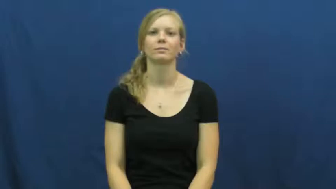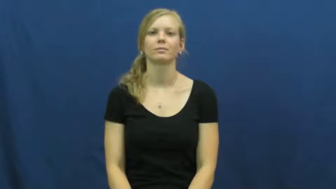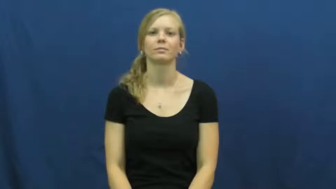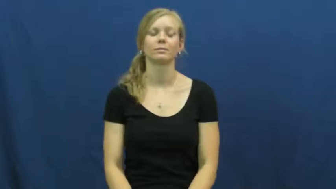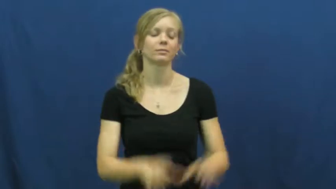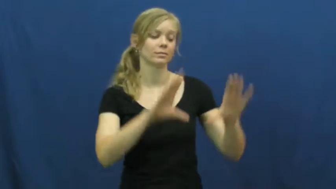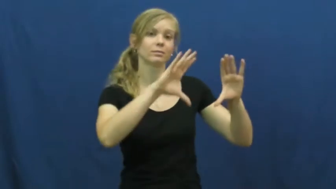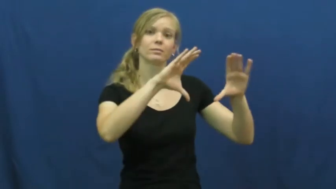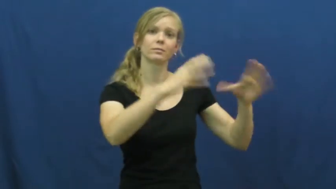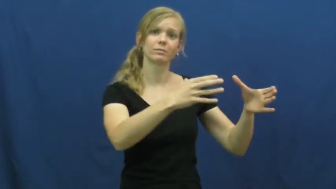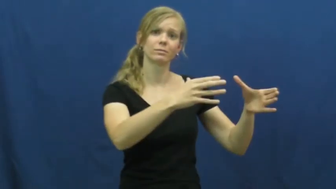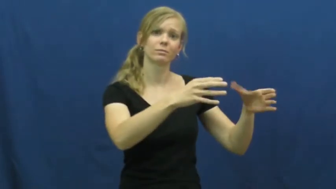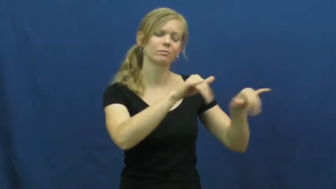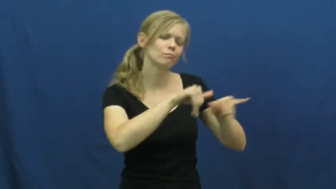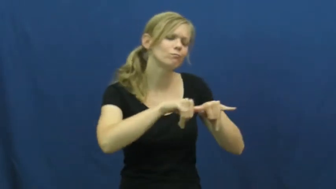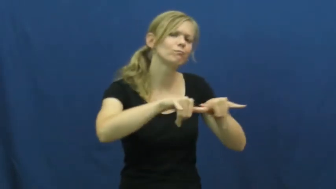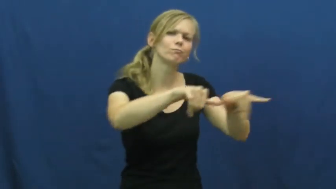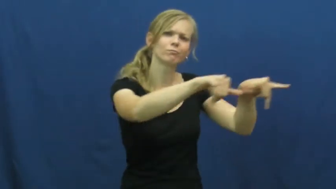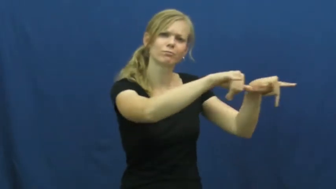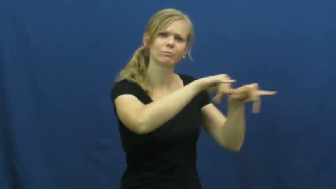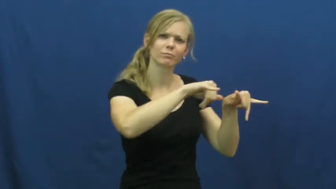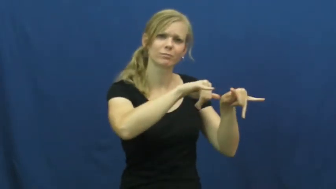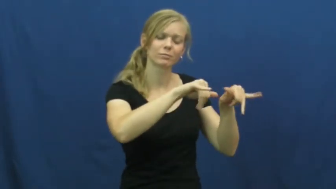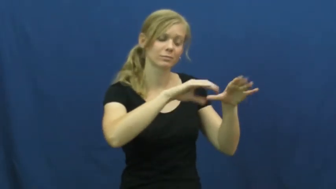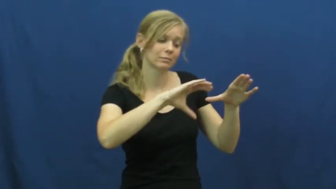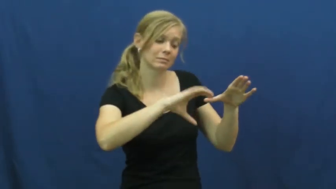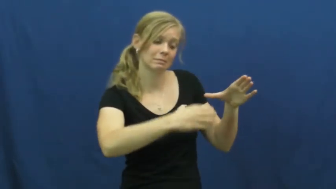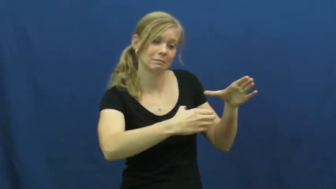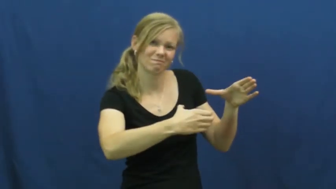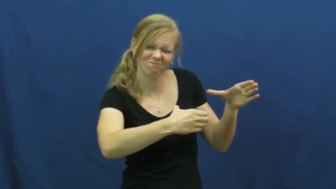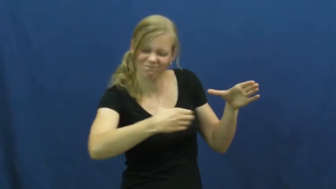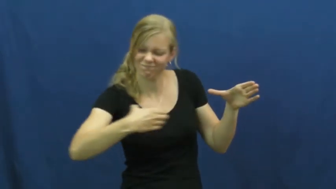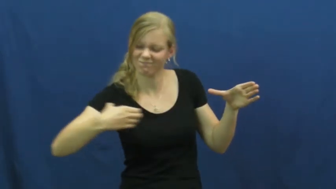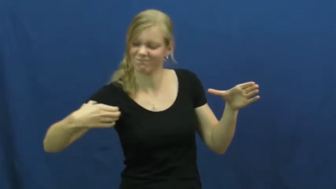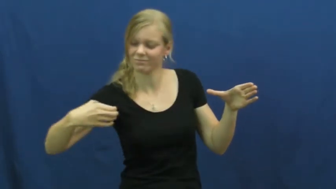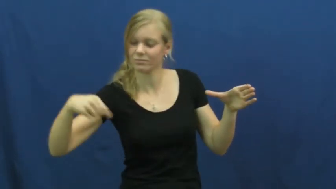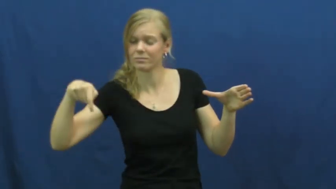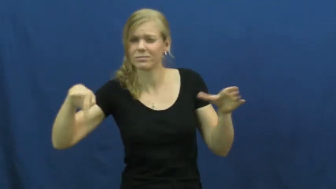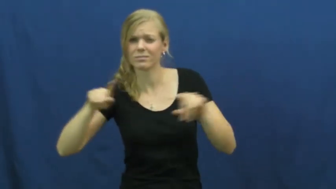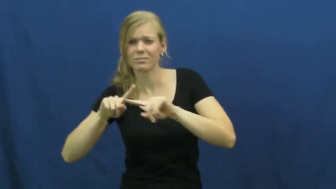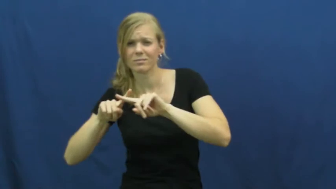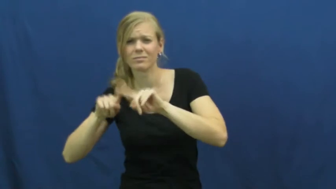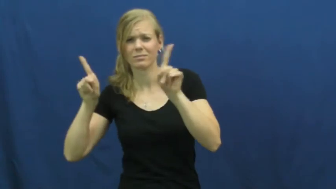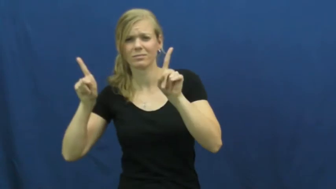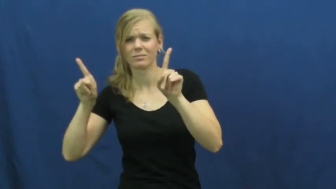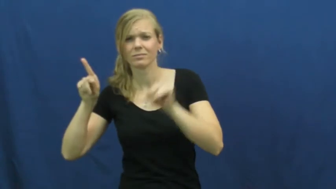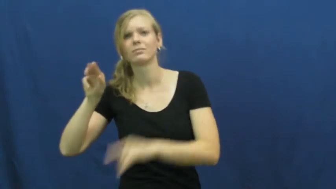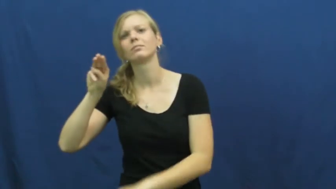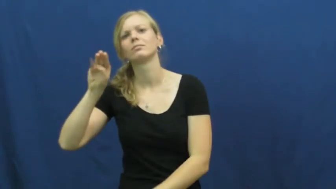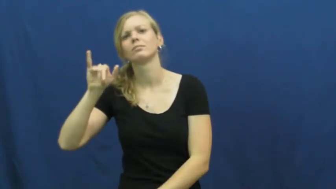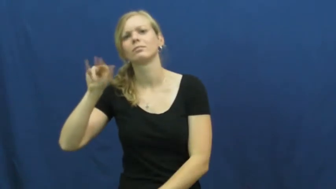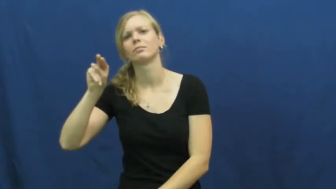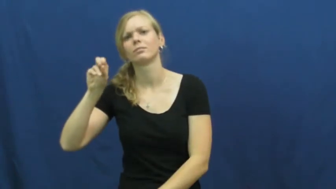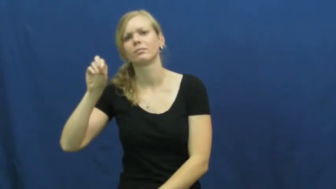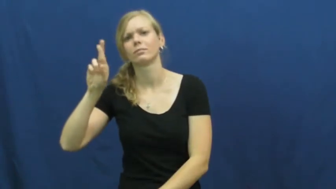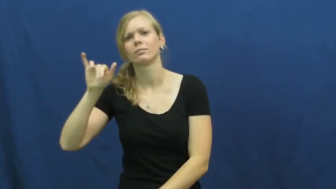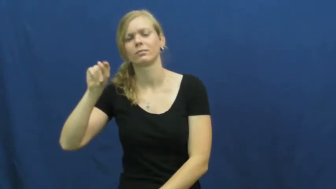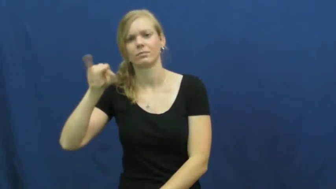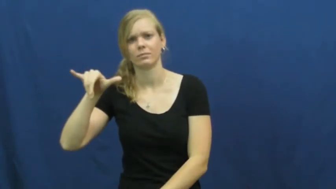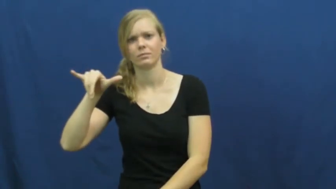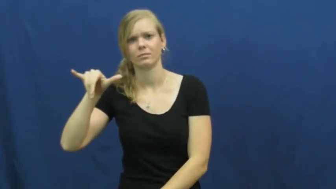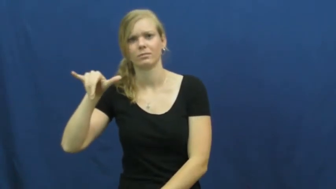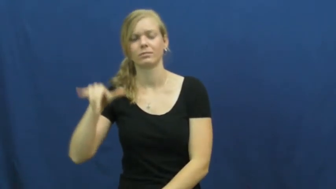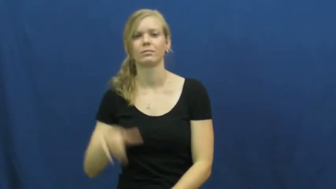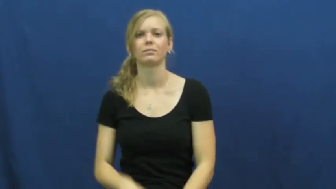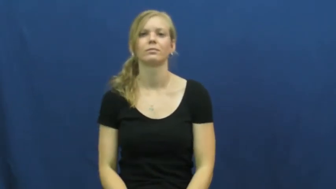minority